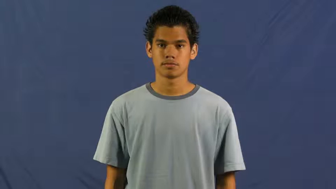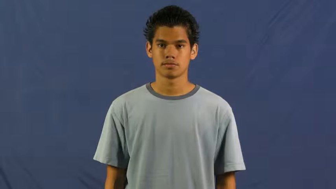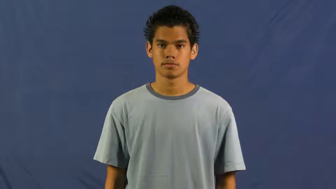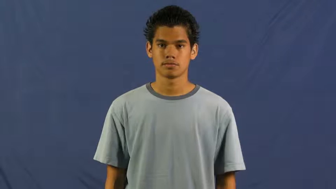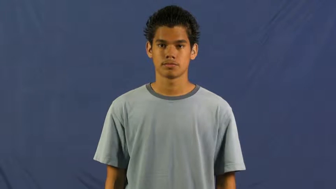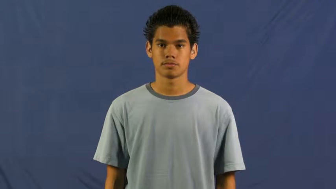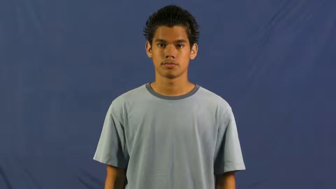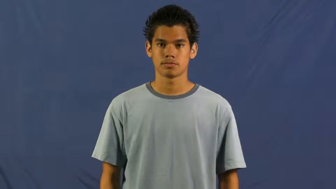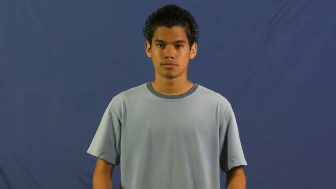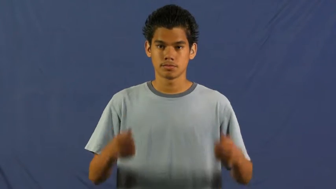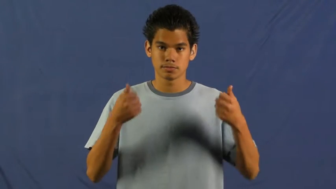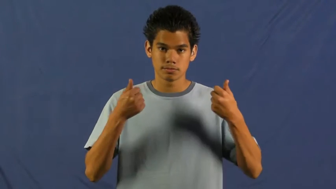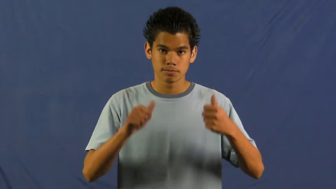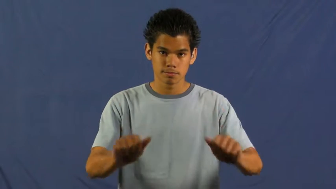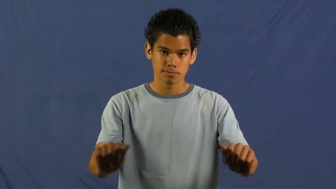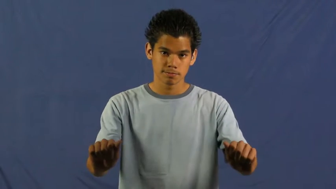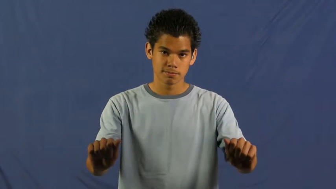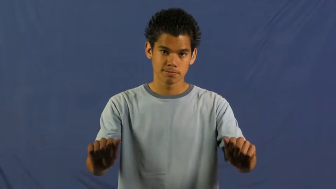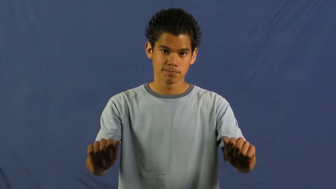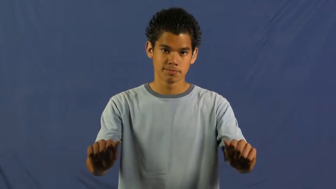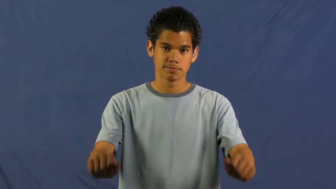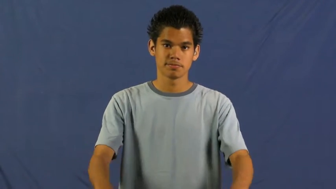strive